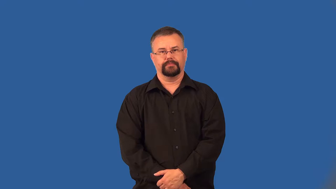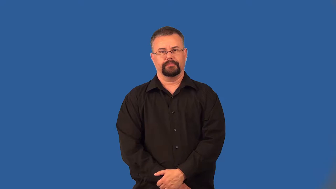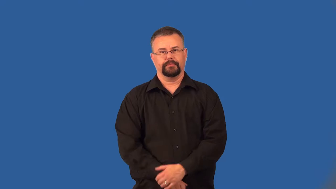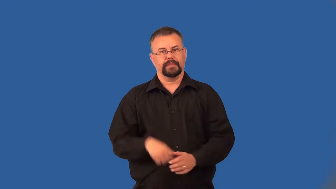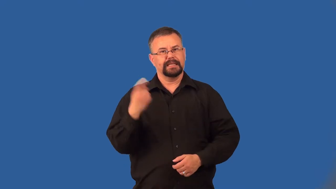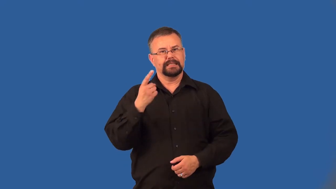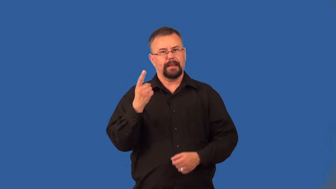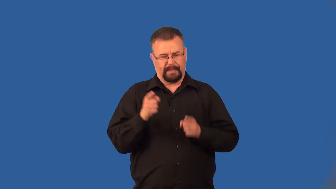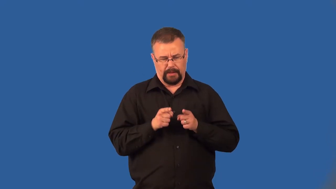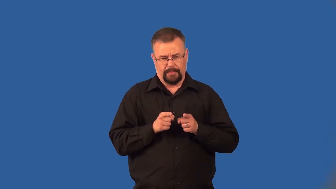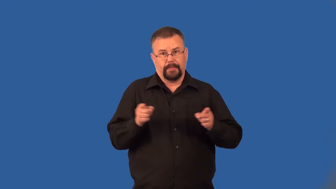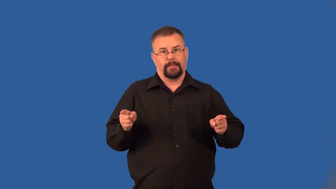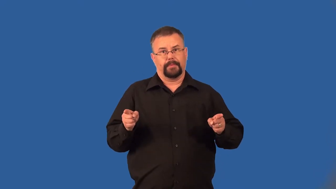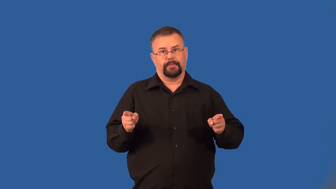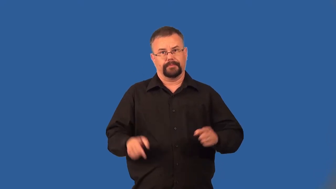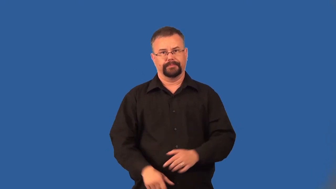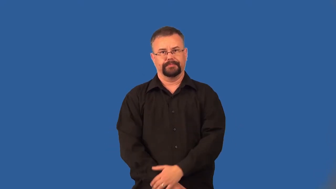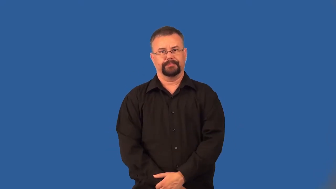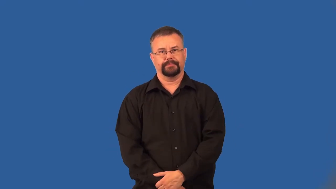extend-length